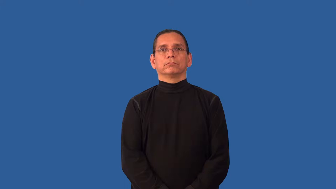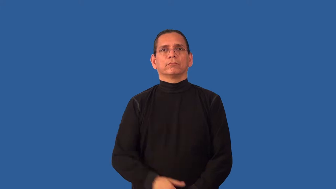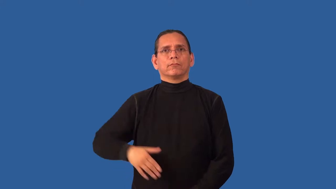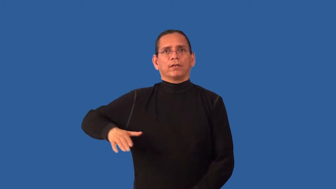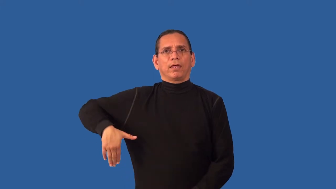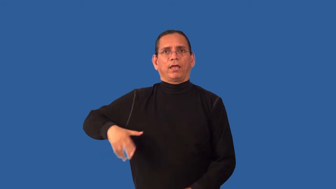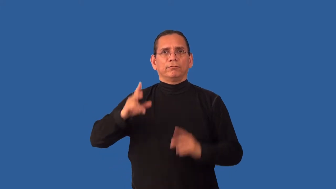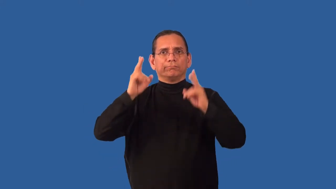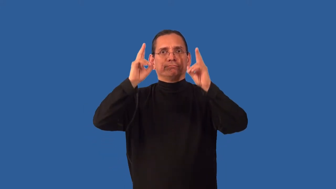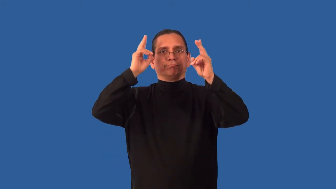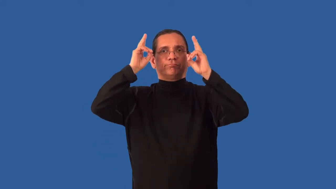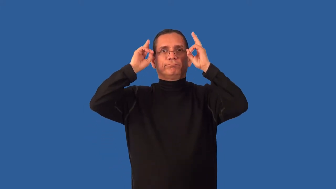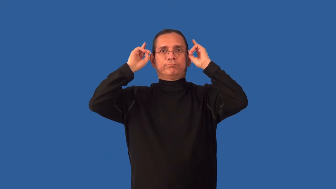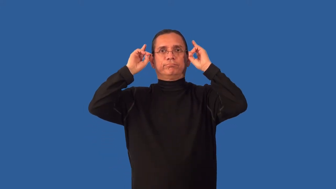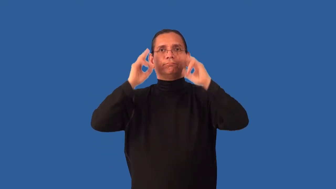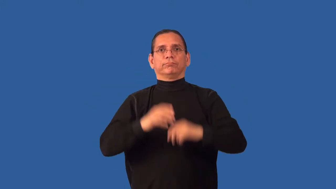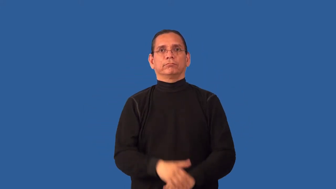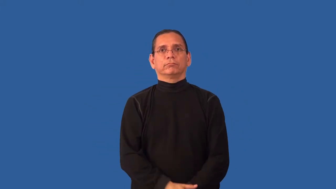unshorn,untrimmed